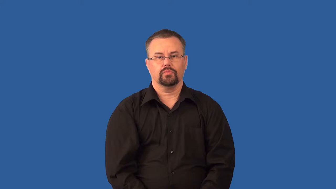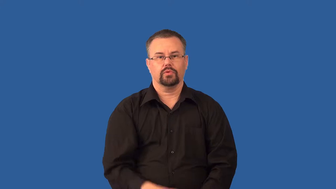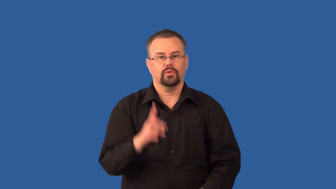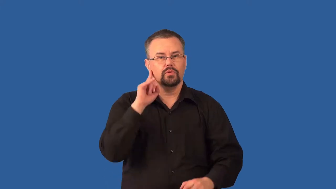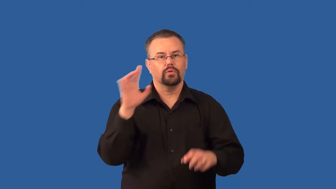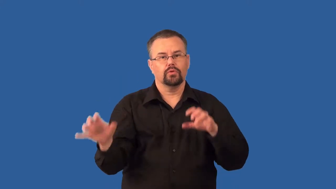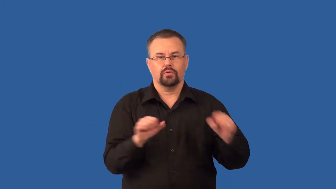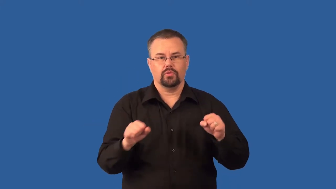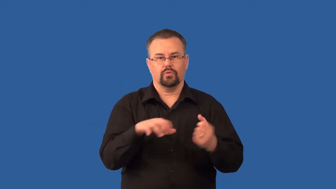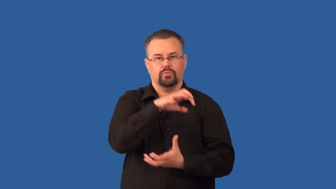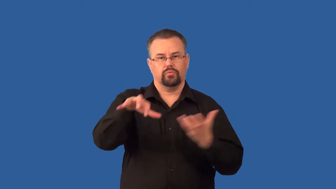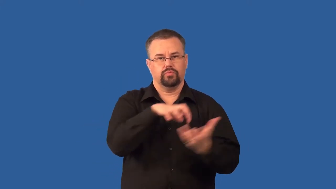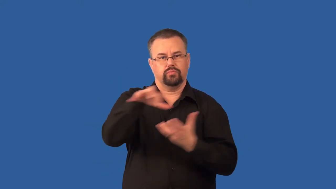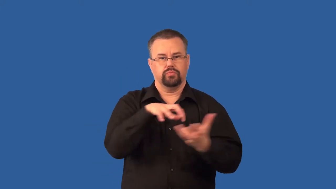thunderstorm